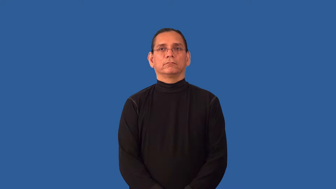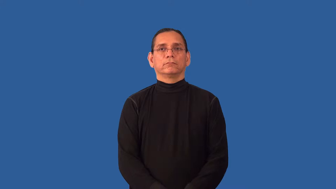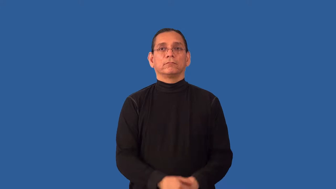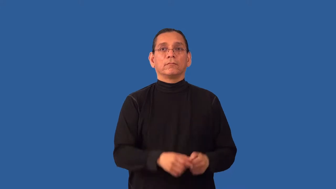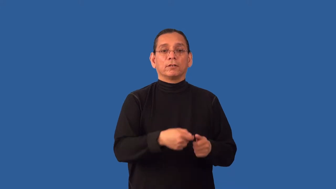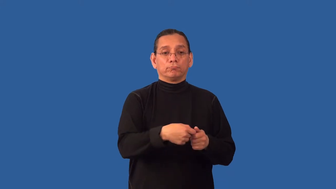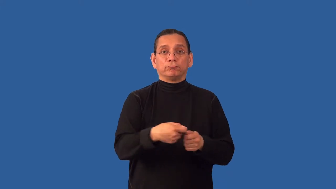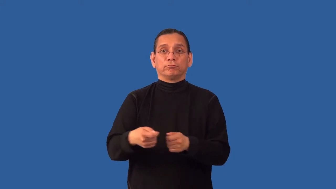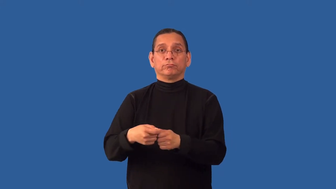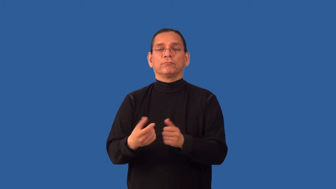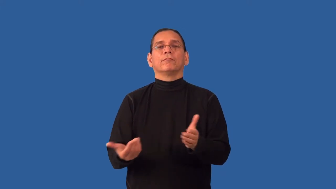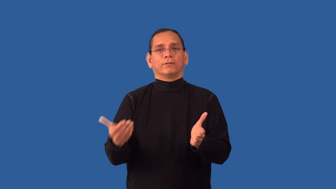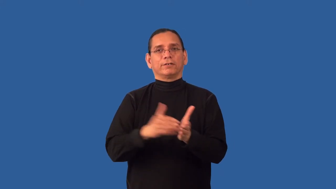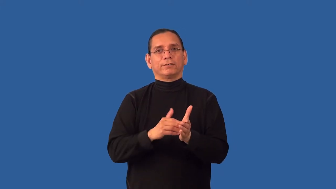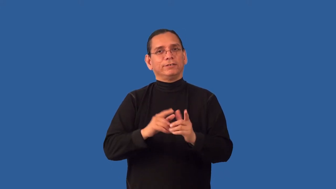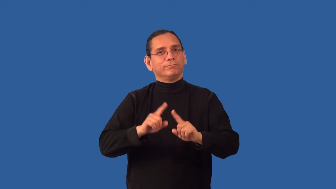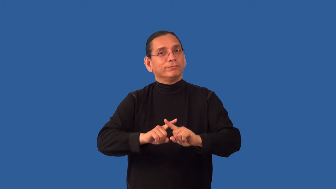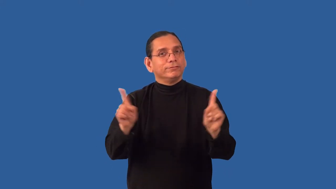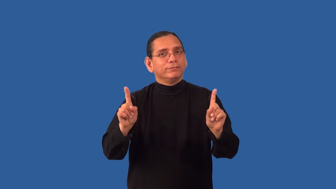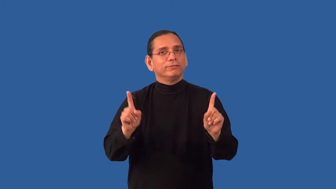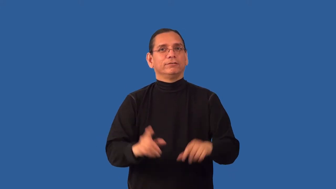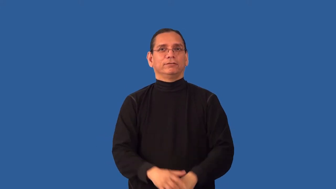redistribute,reallocate